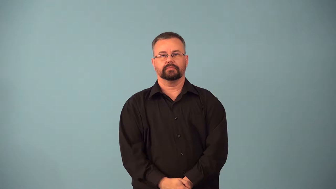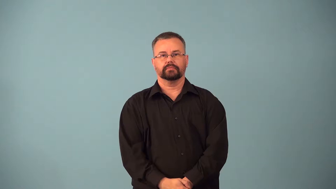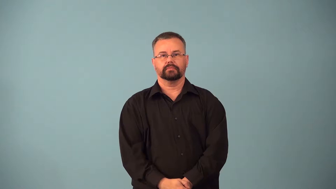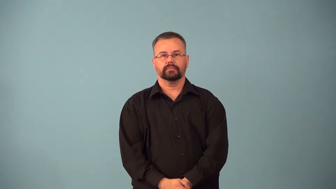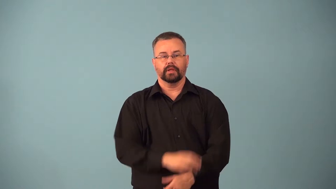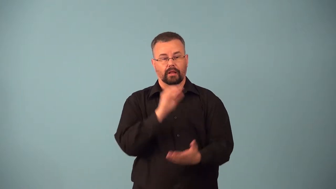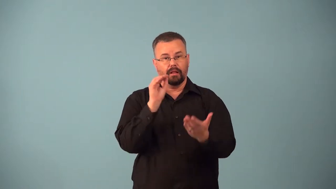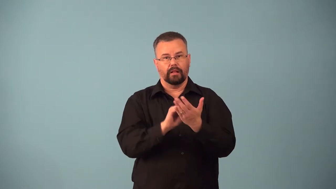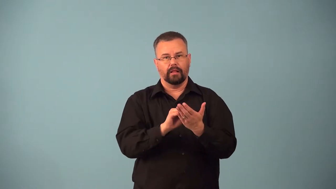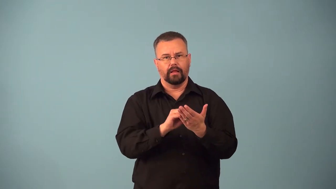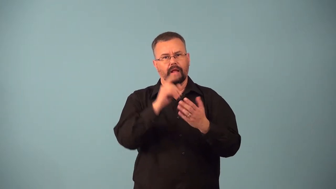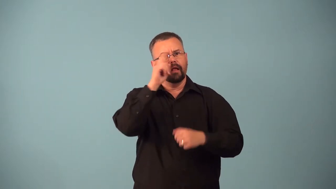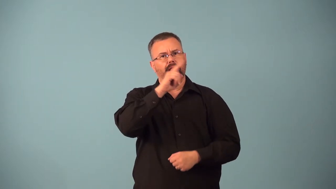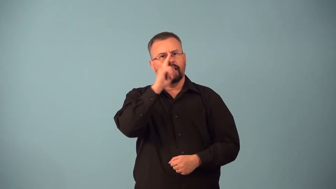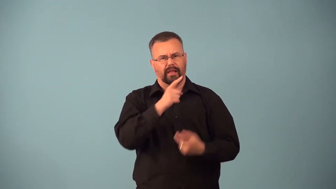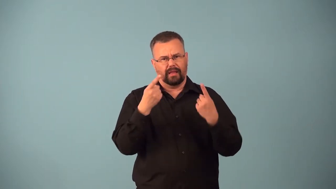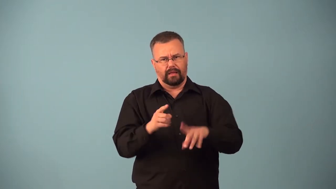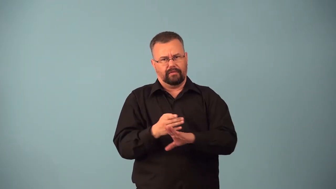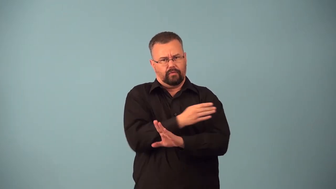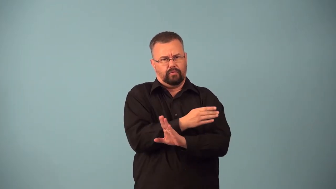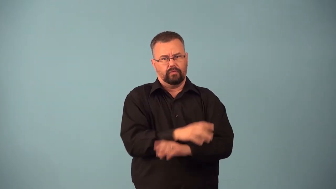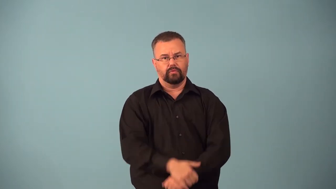backdate